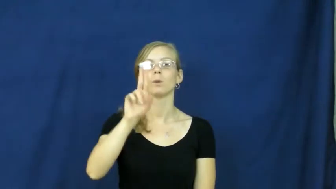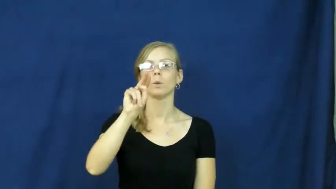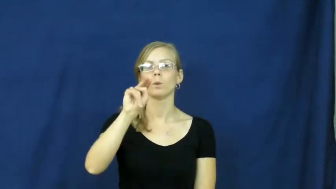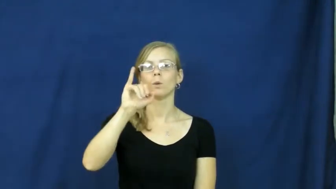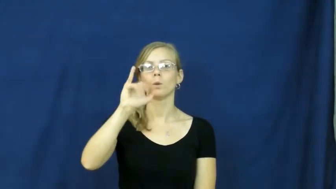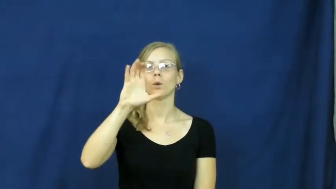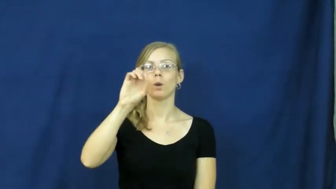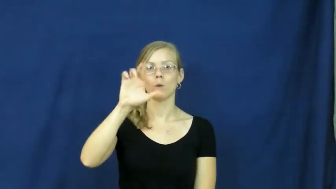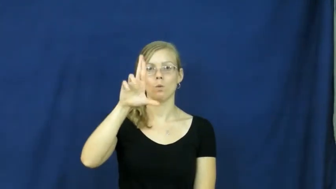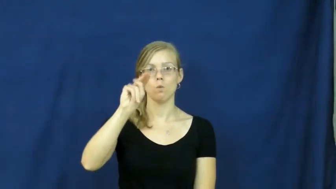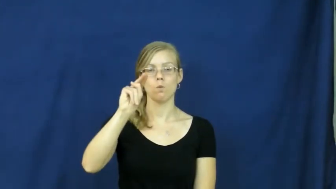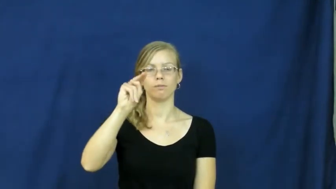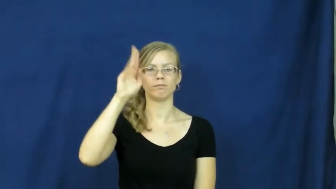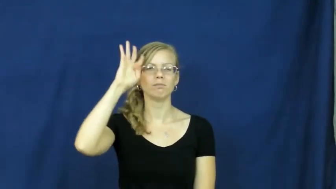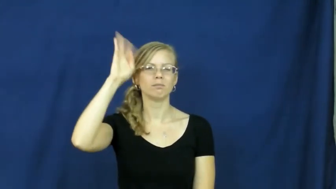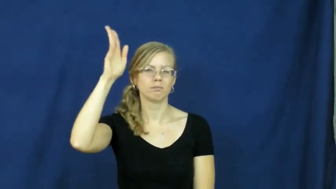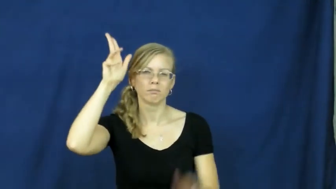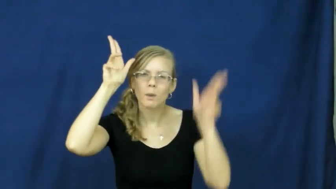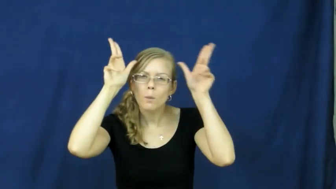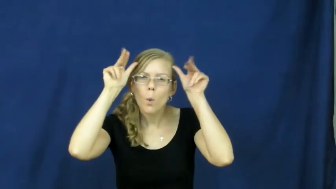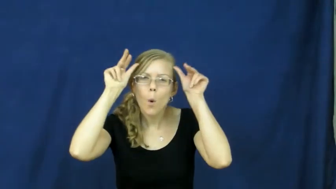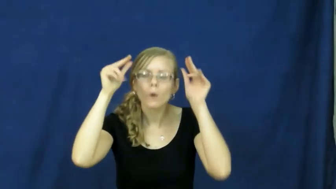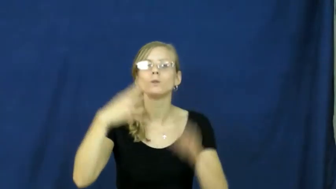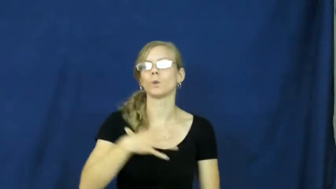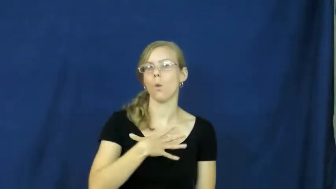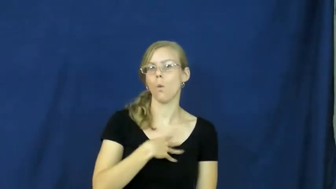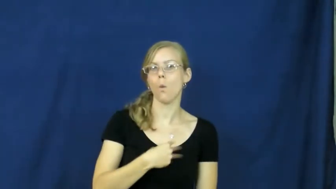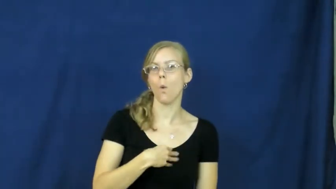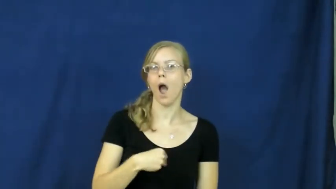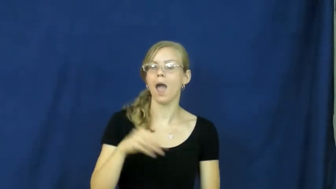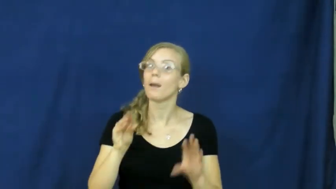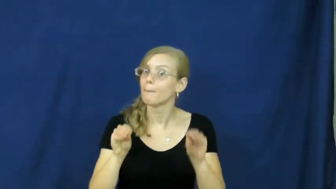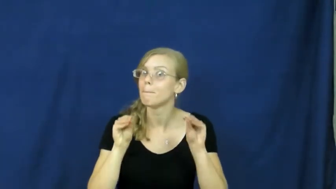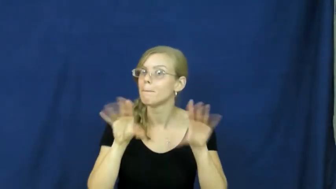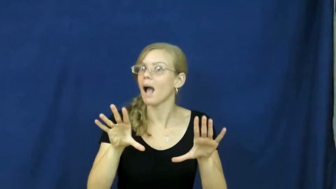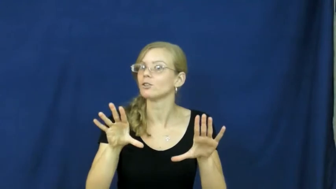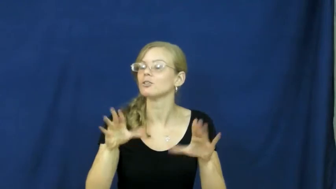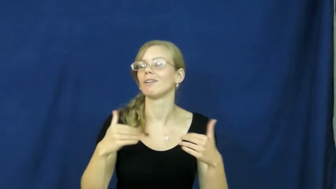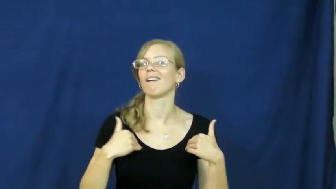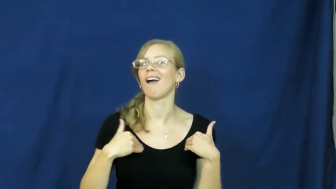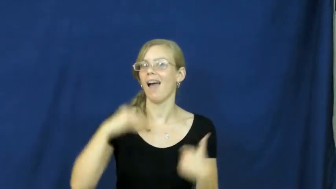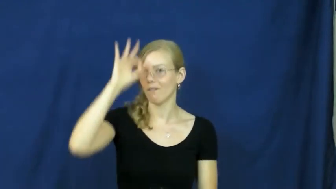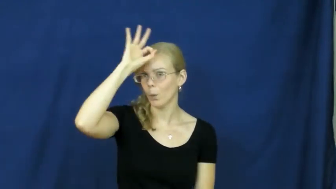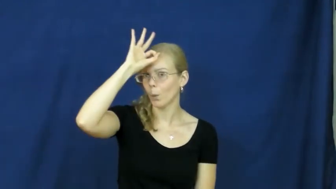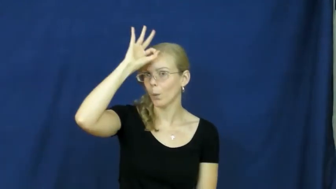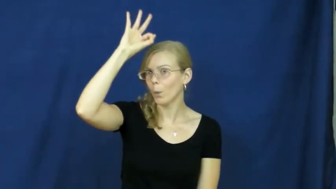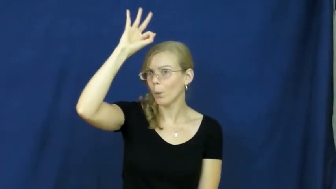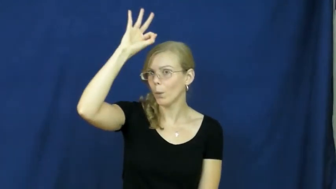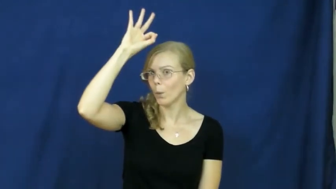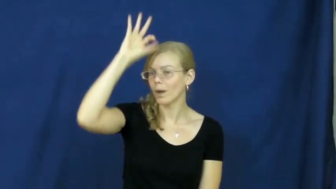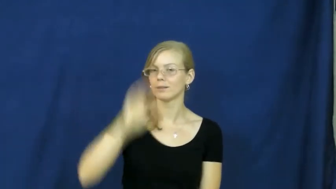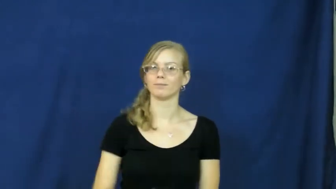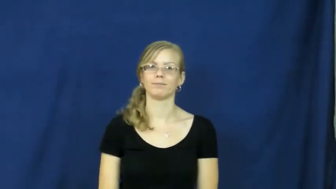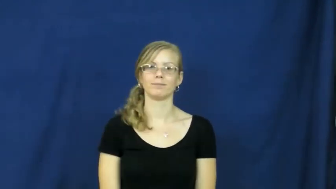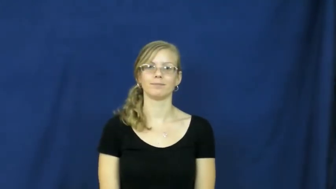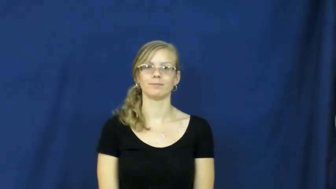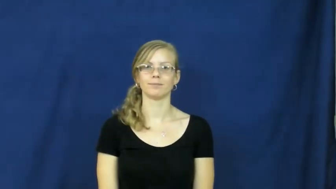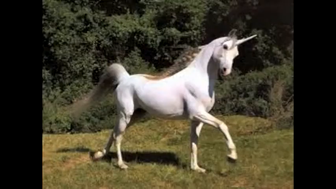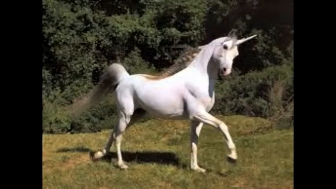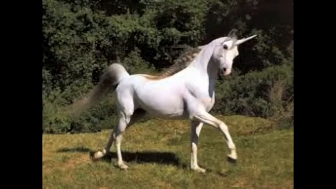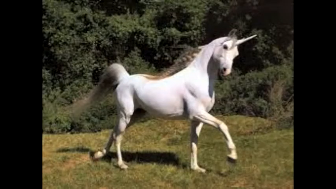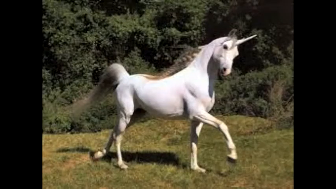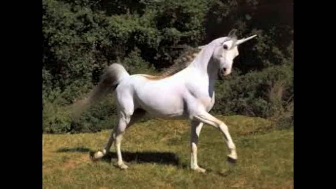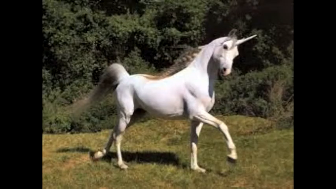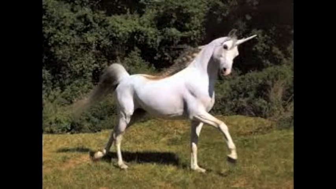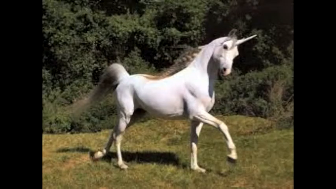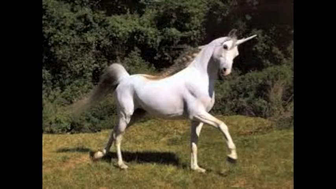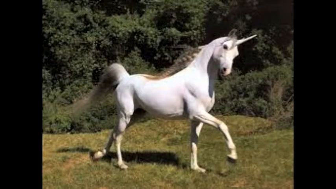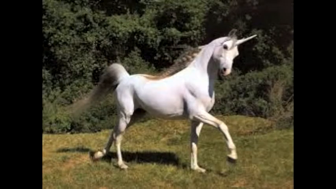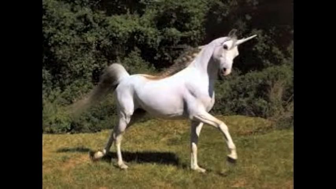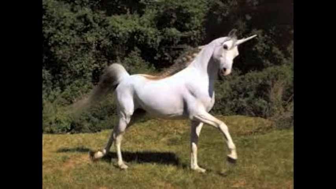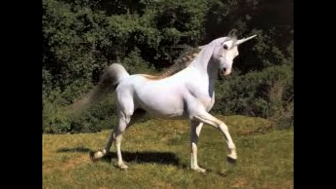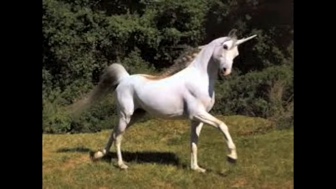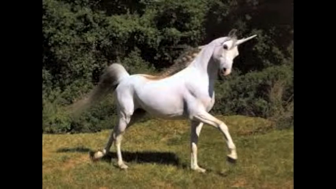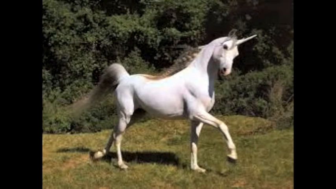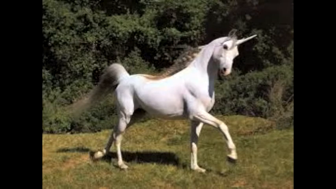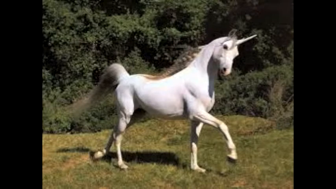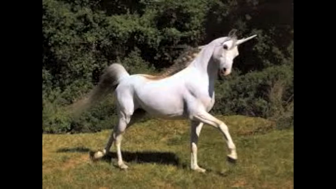unicorn